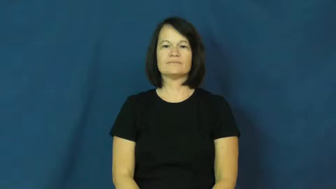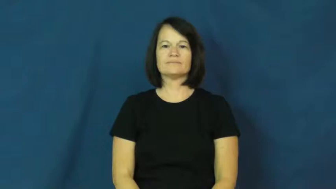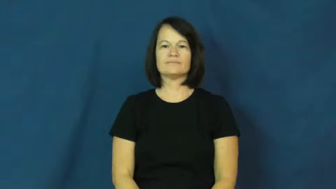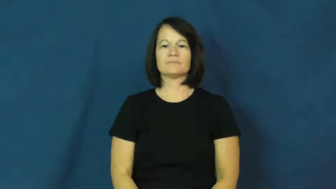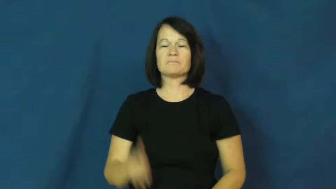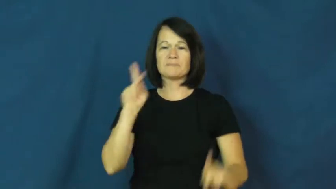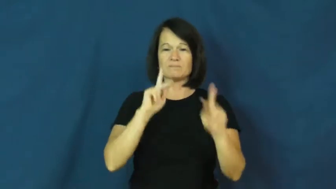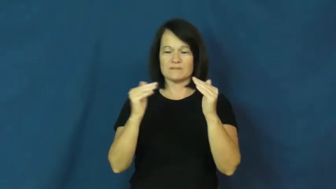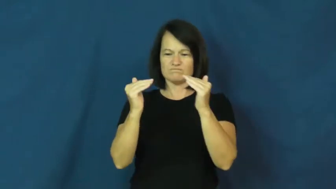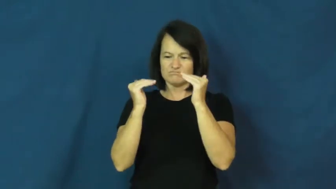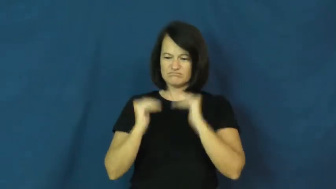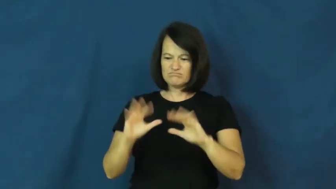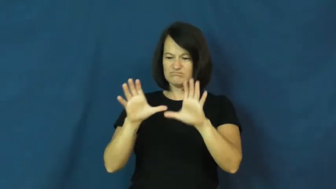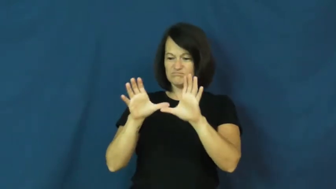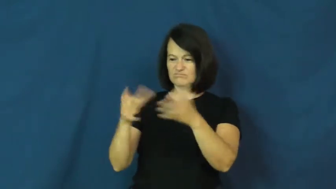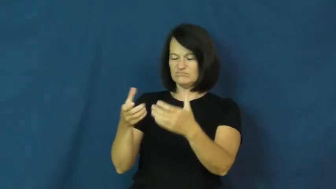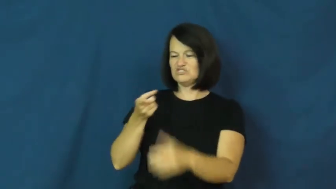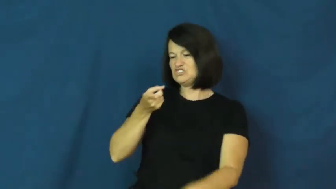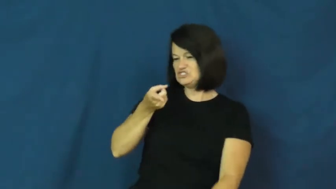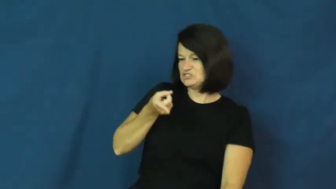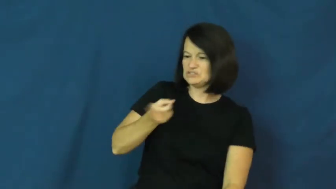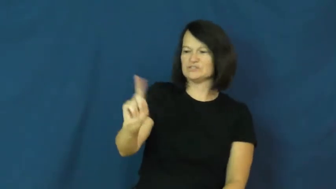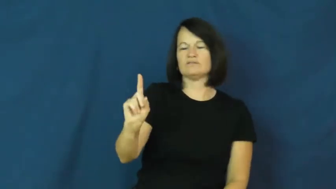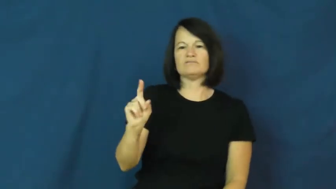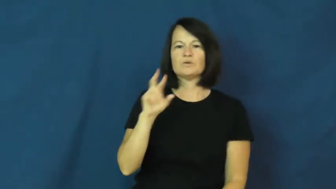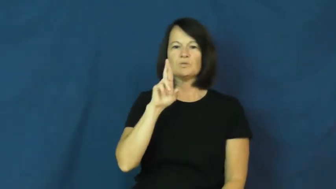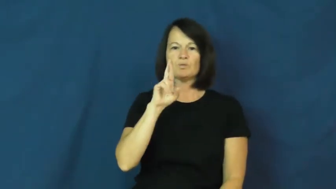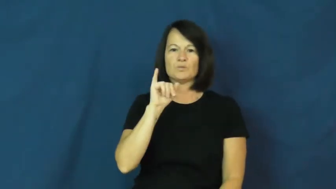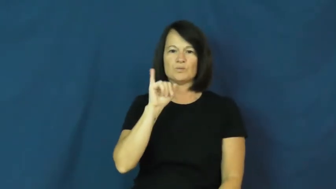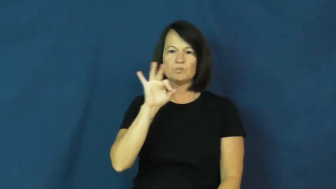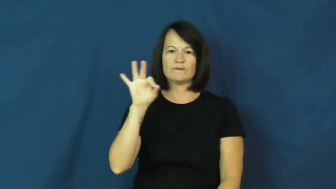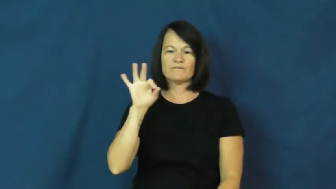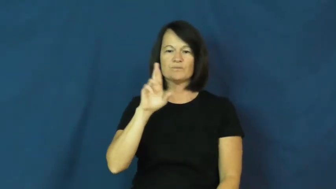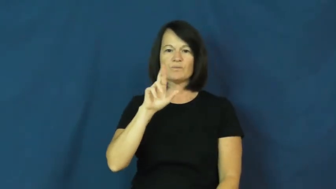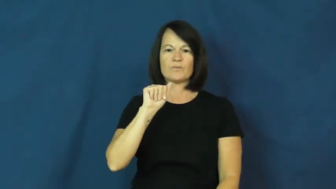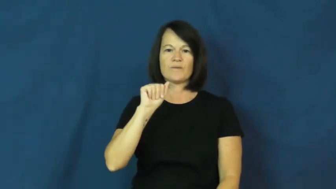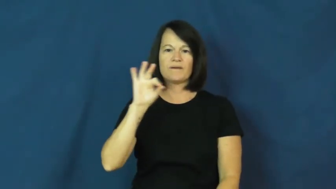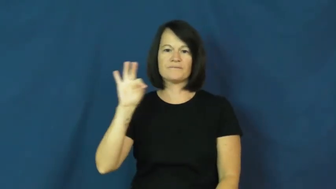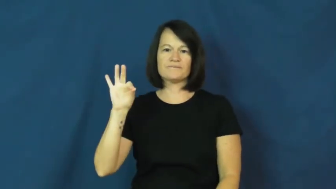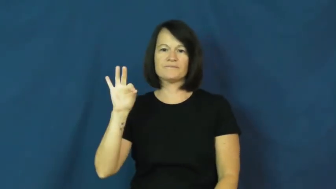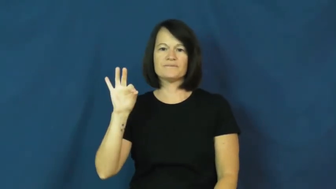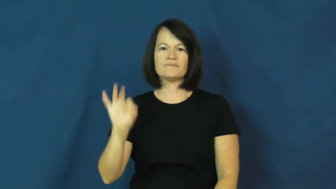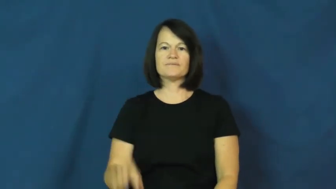riff raff